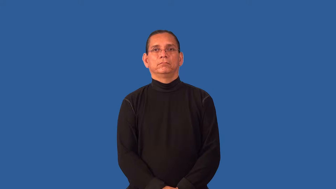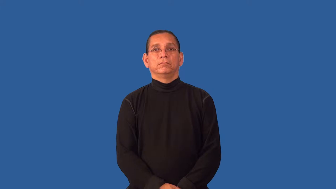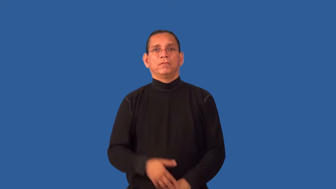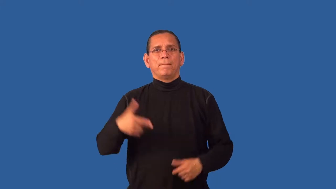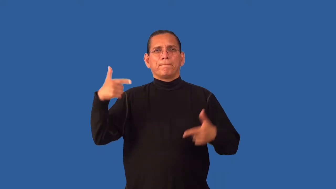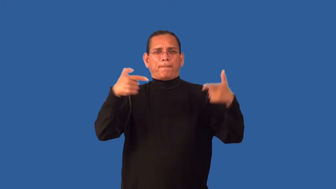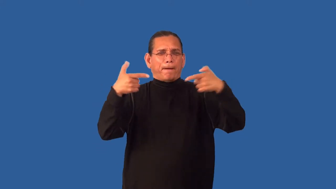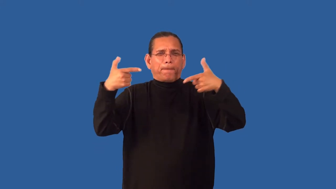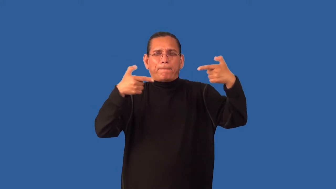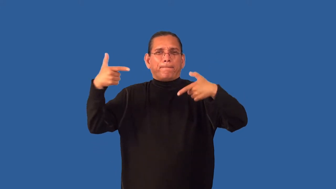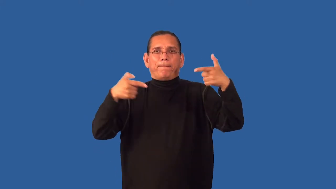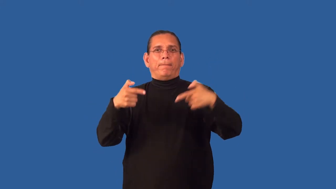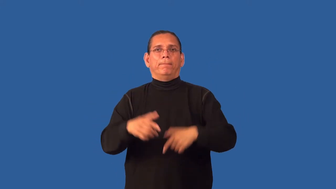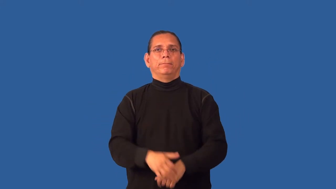gunfight